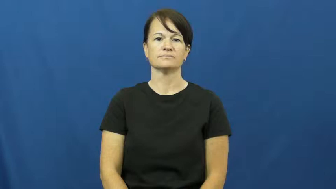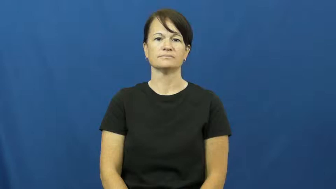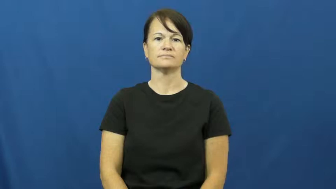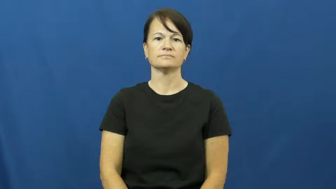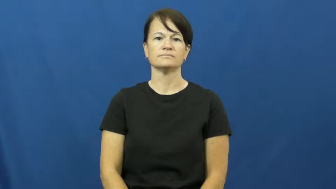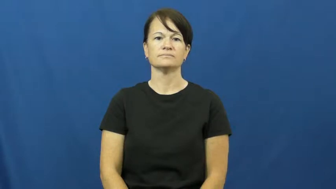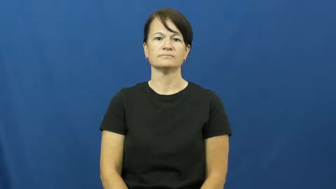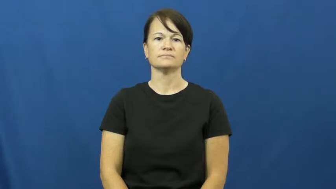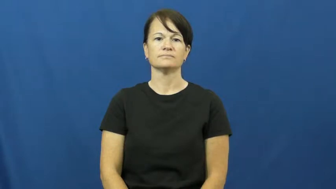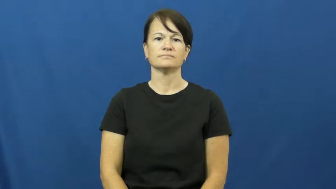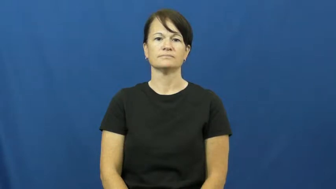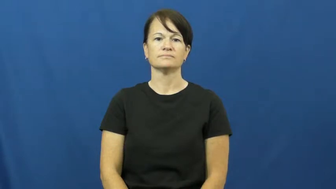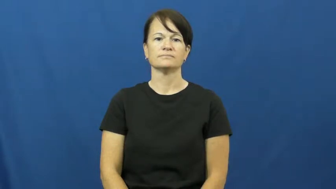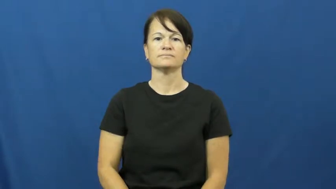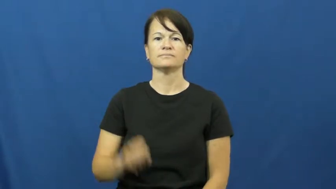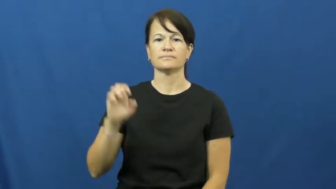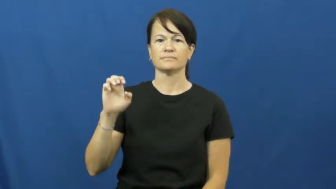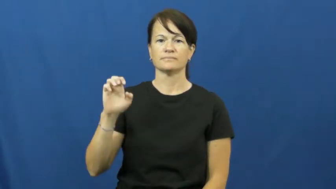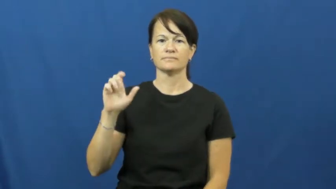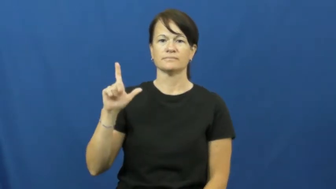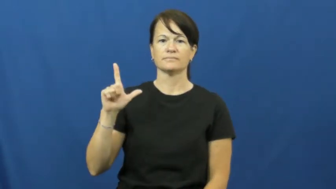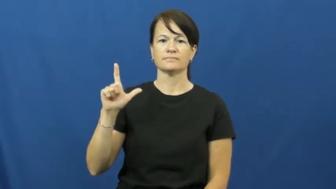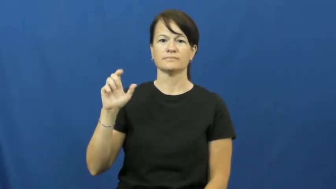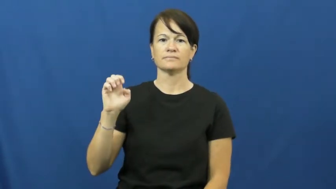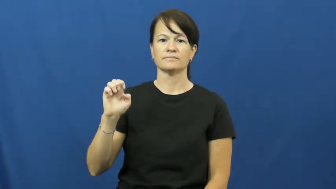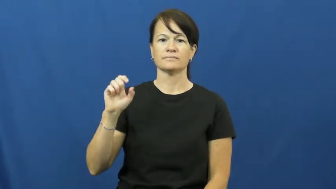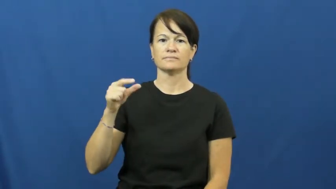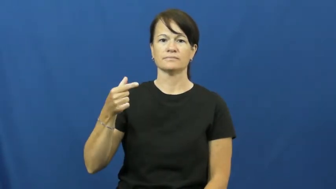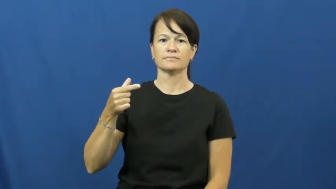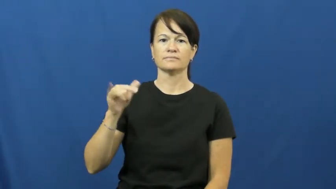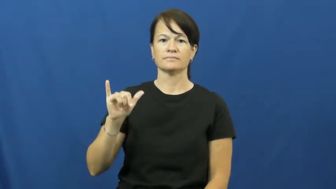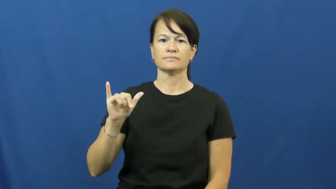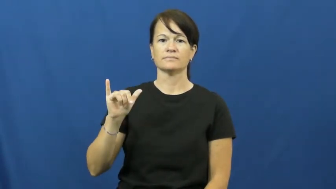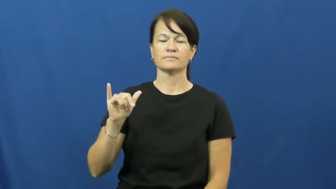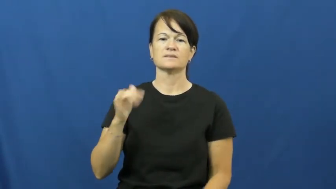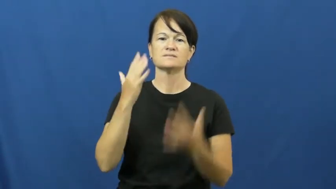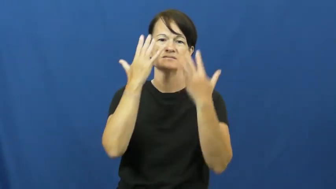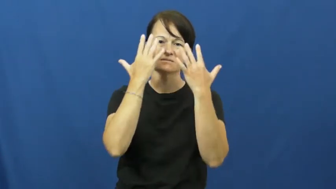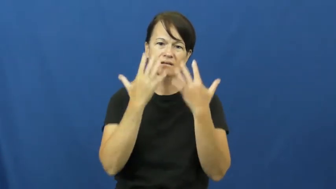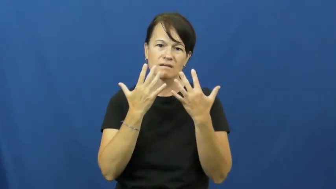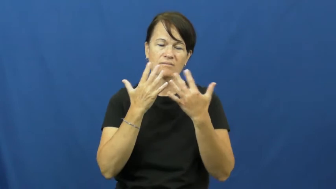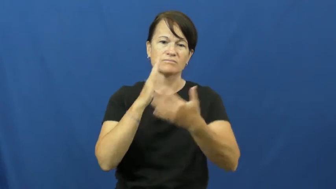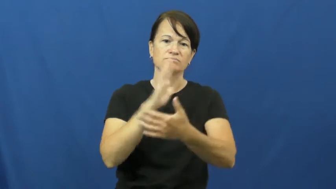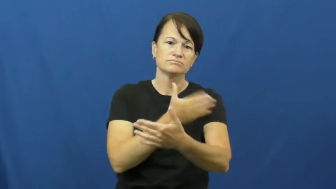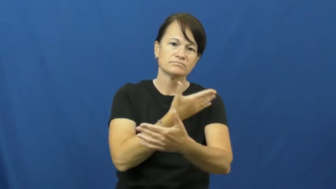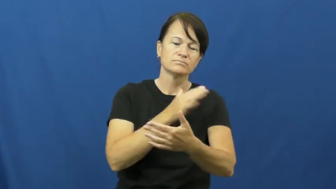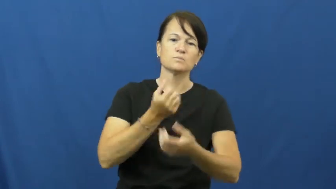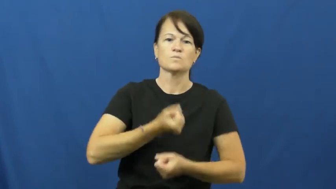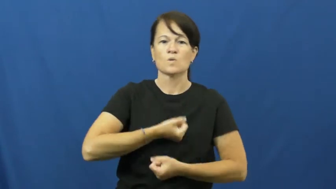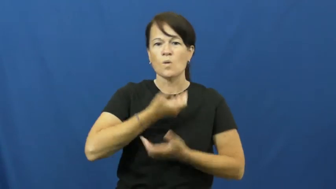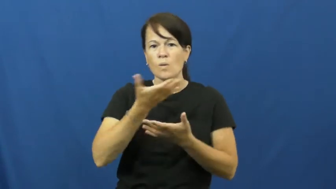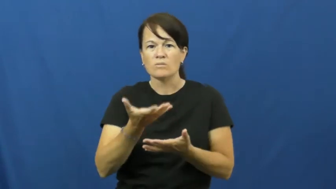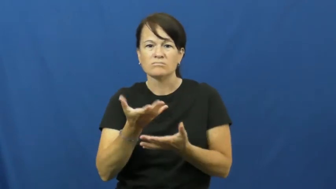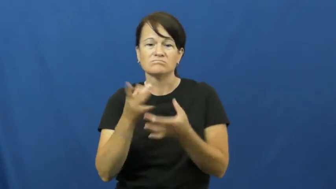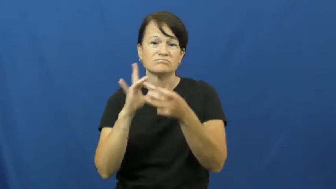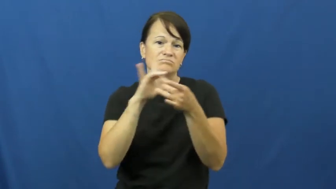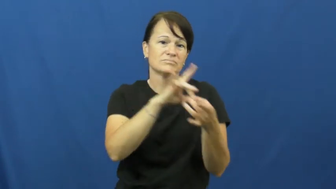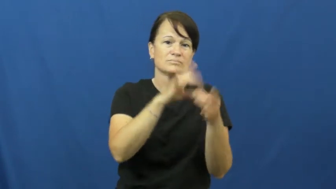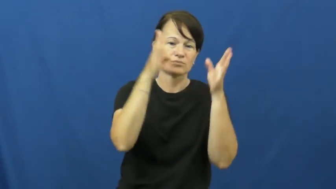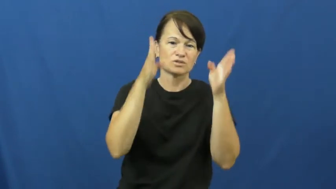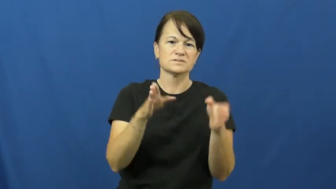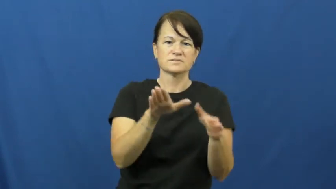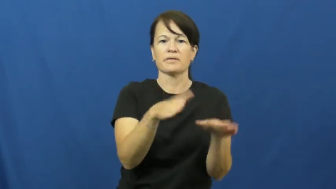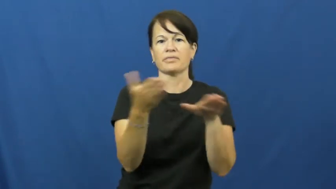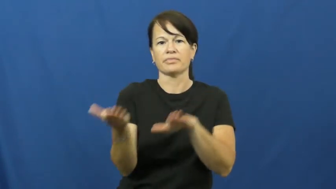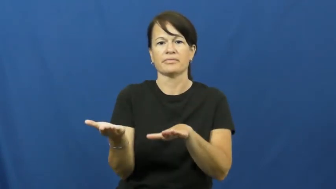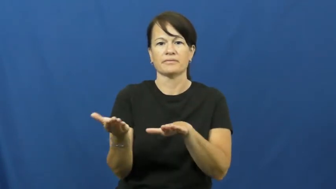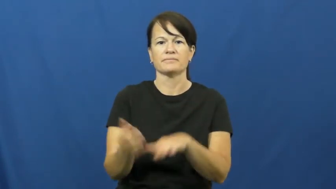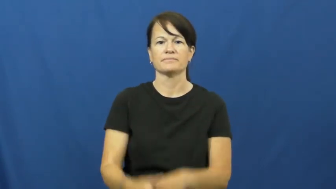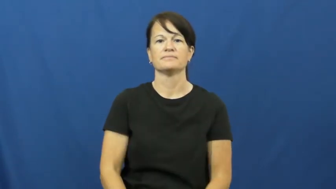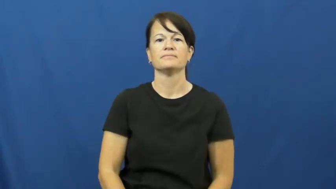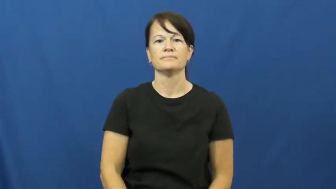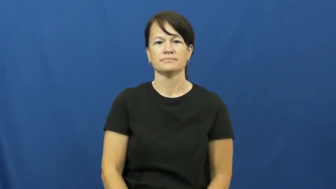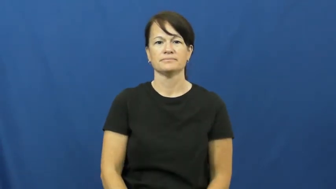elegy